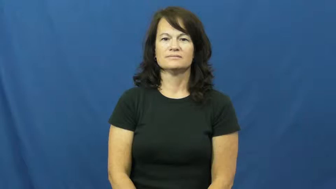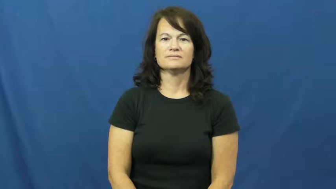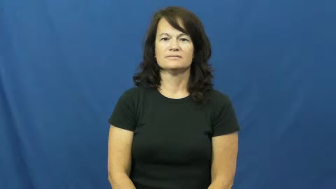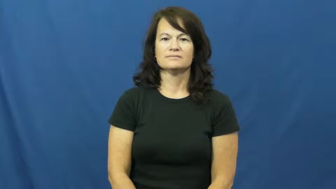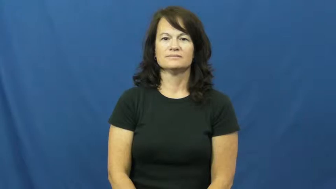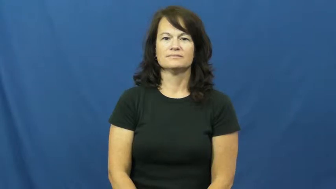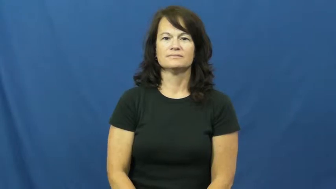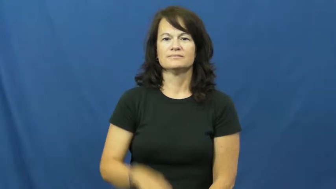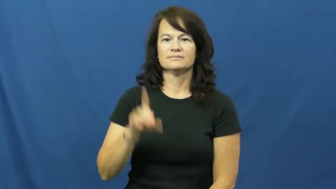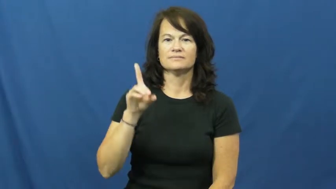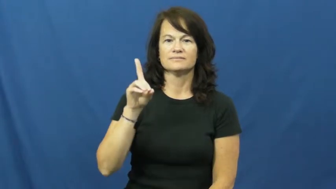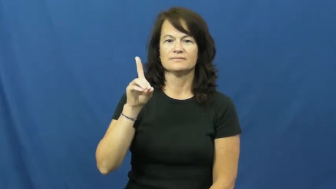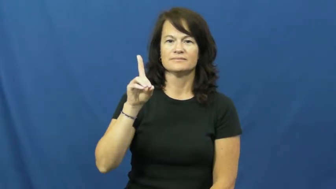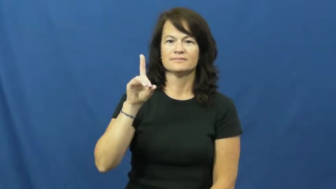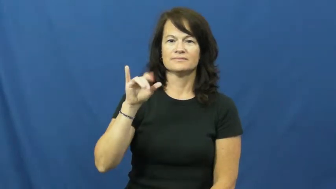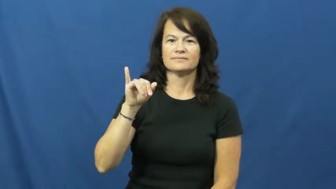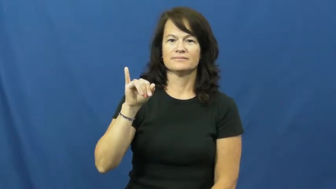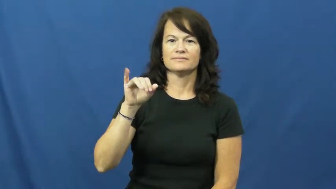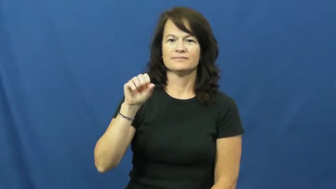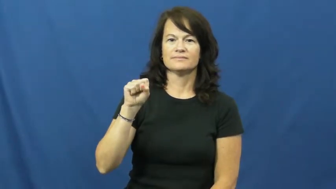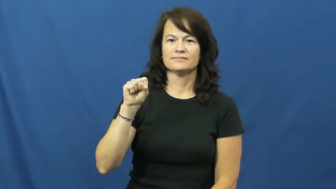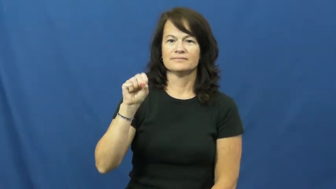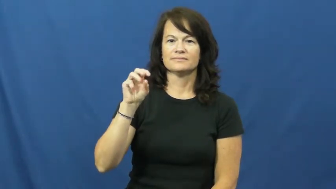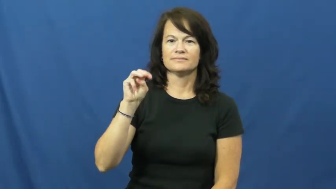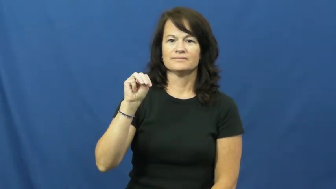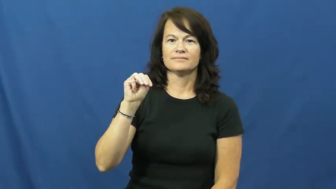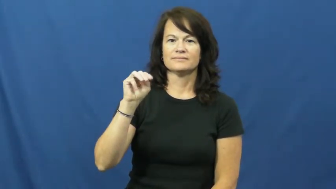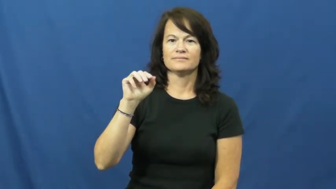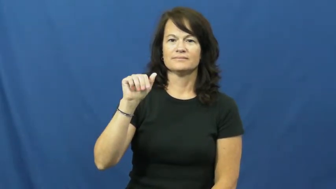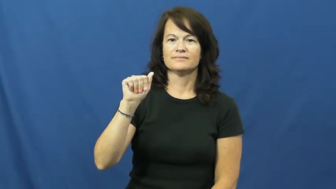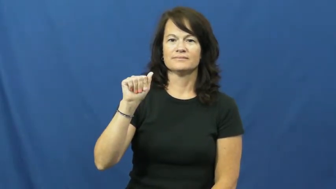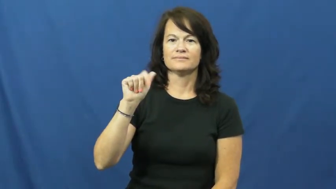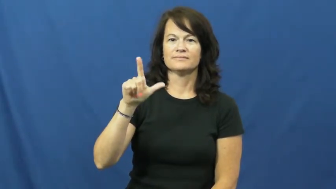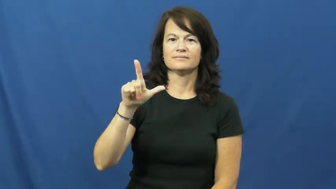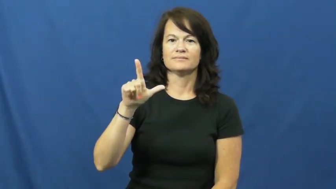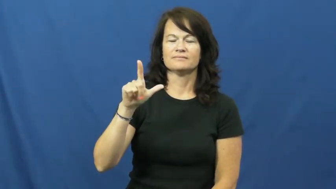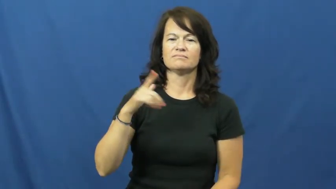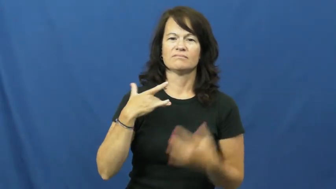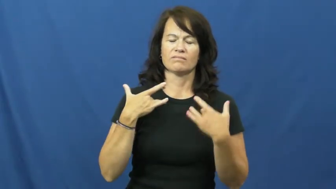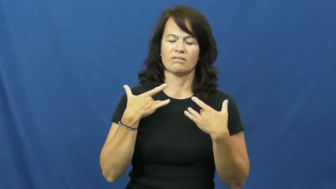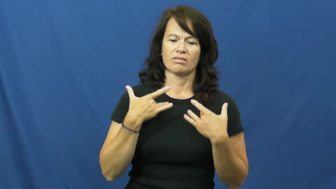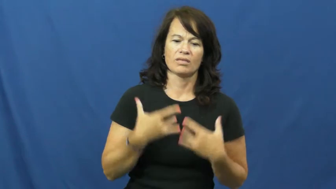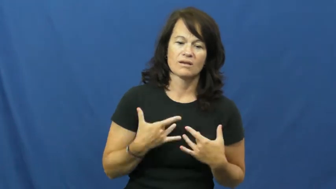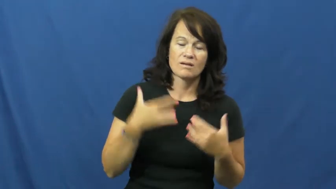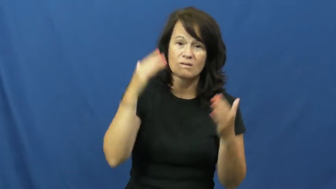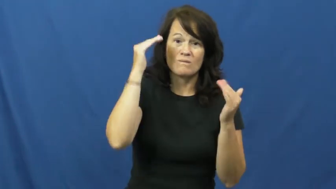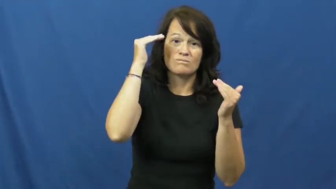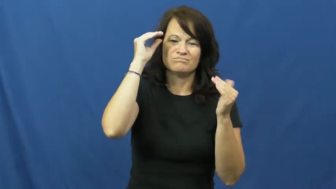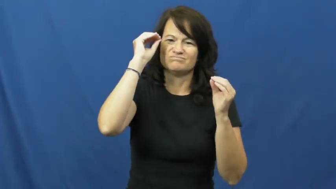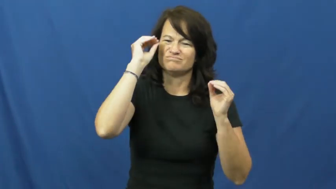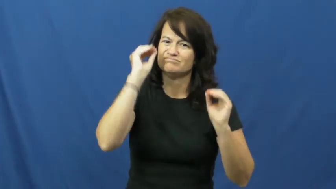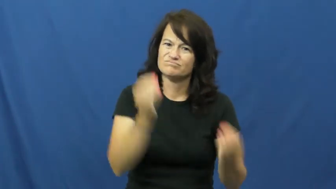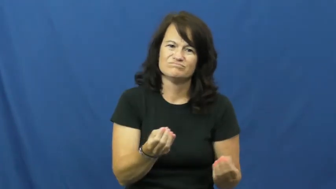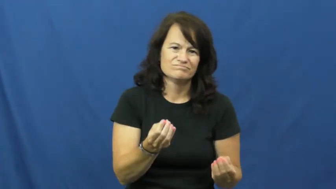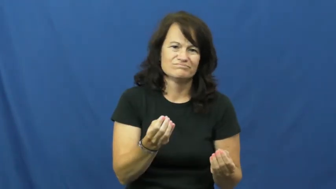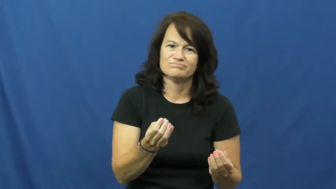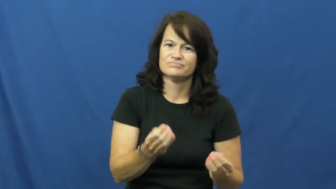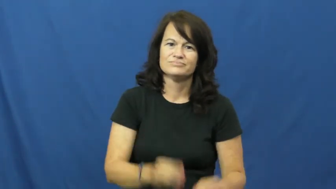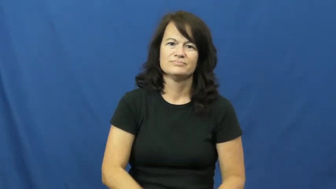dismal